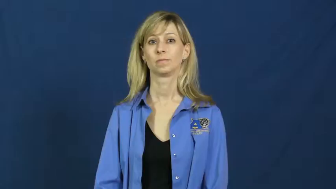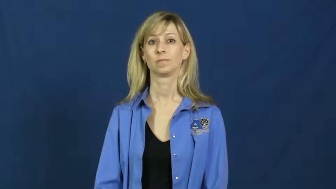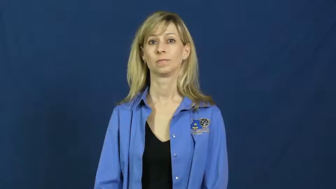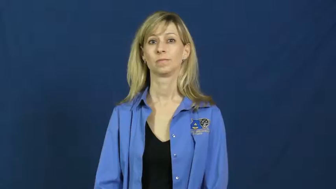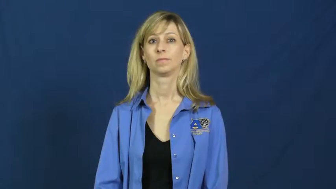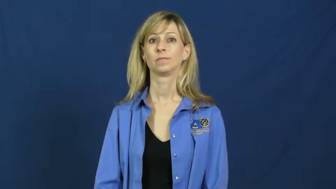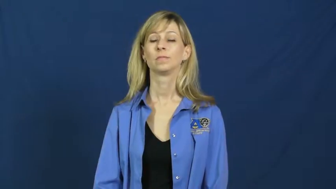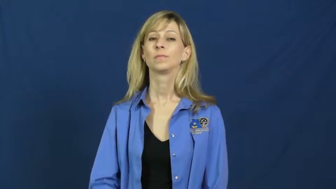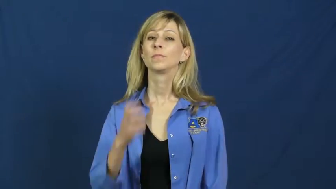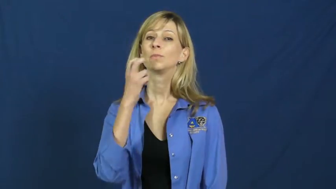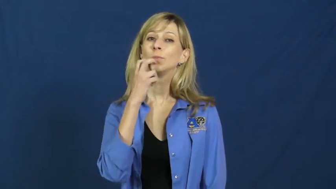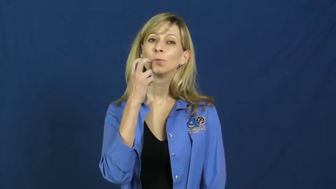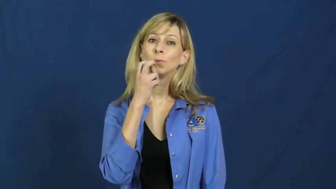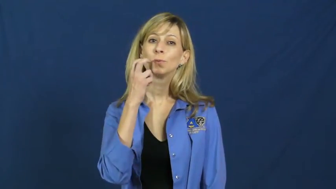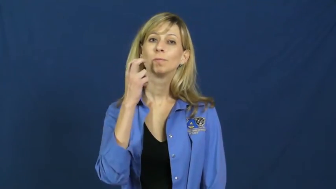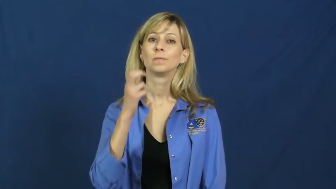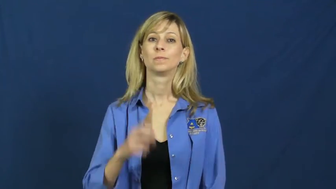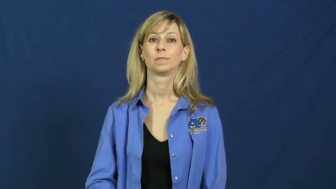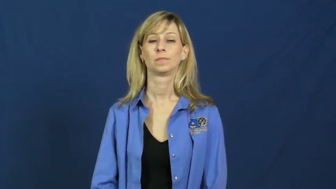referee,call,official